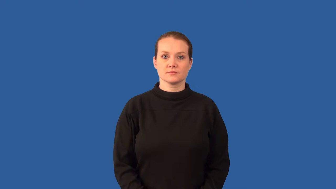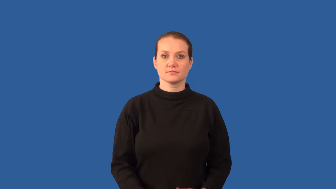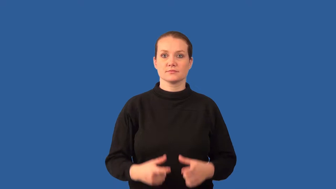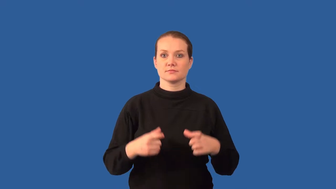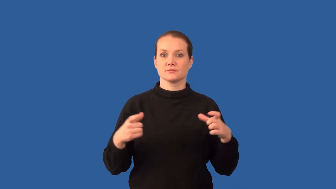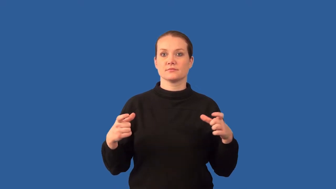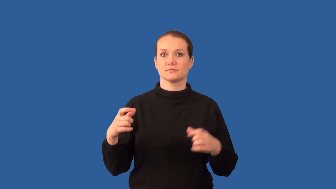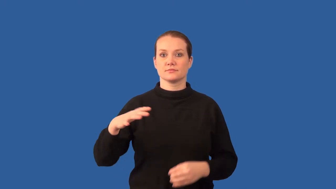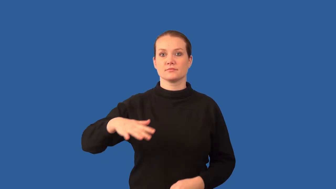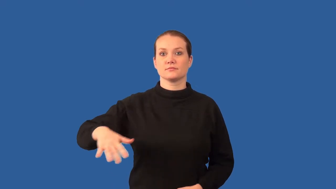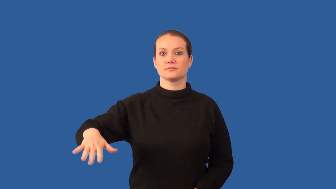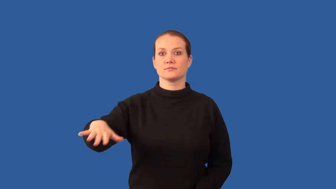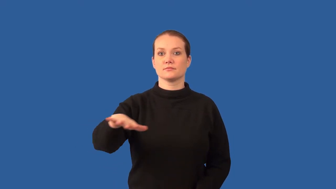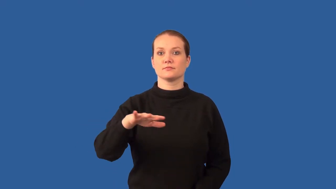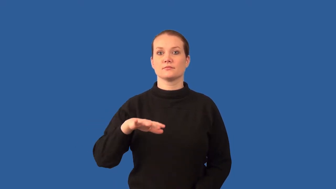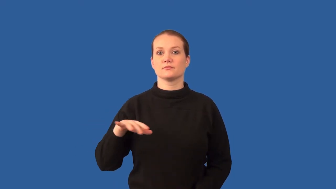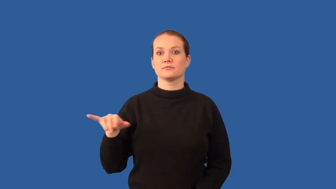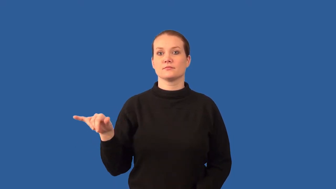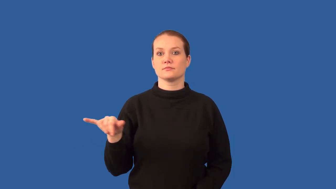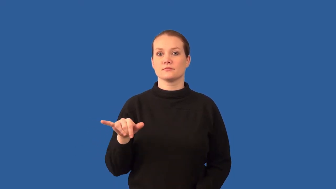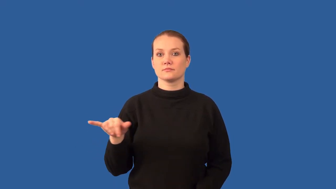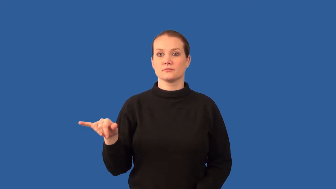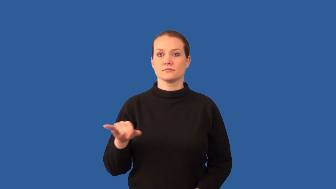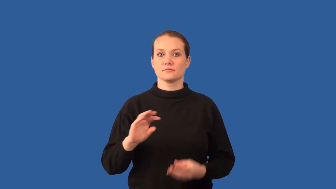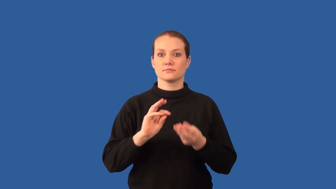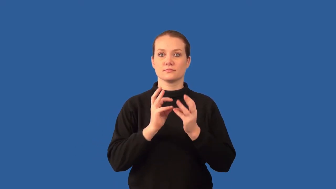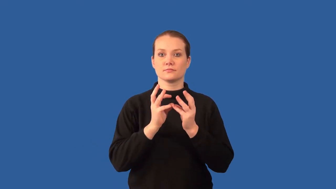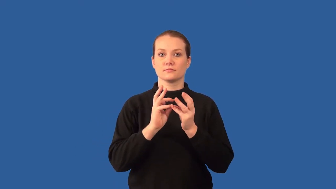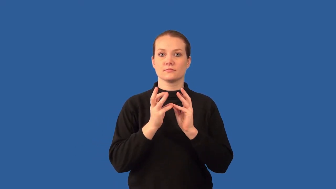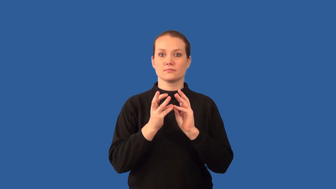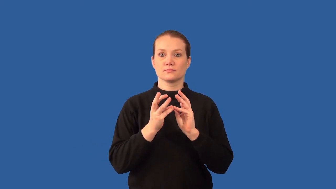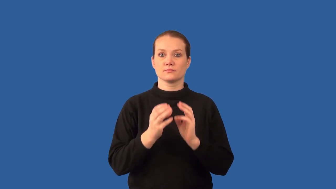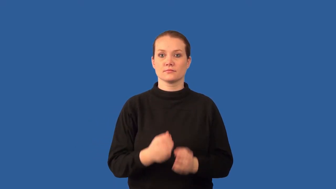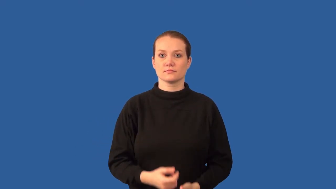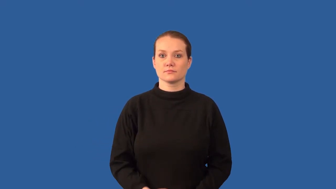biome